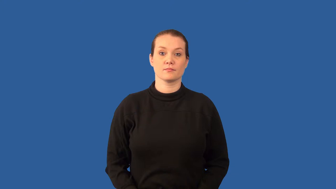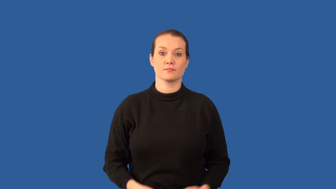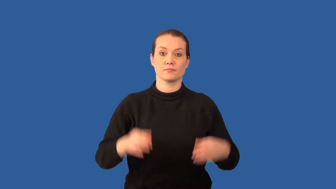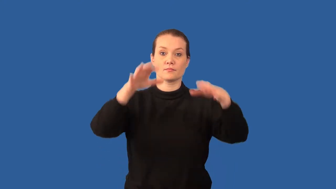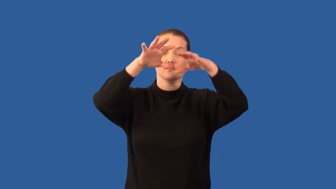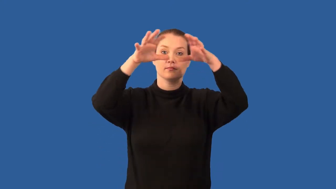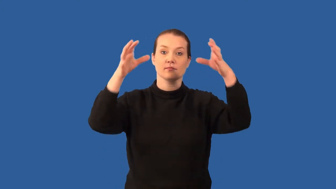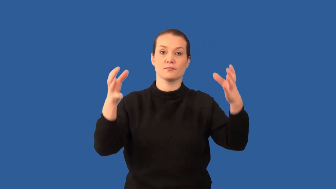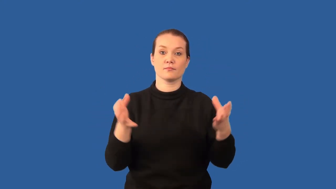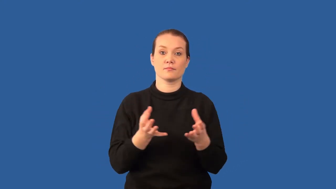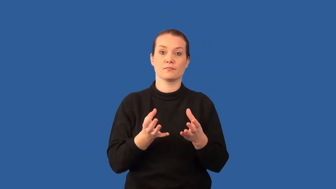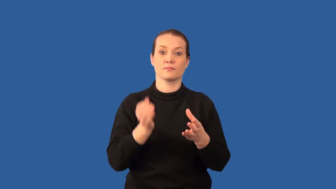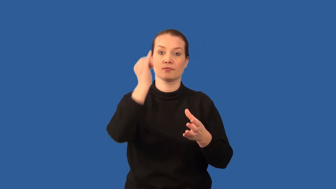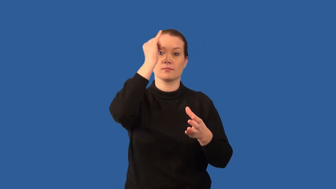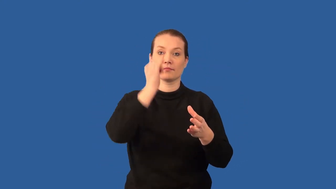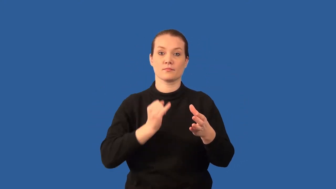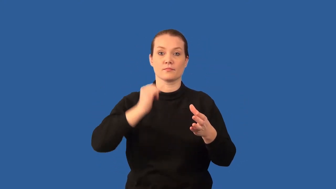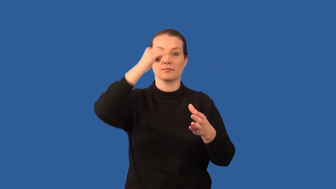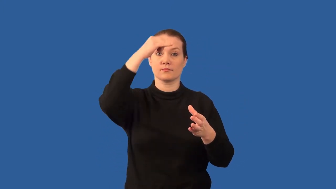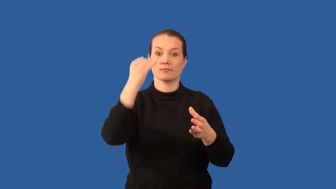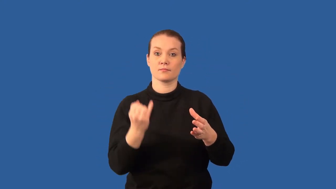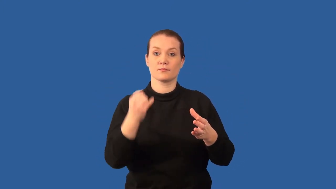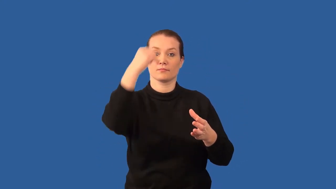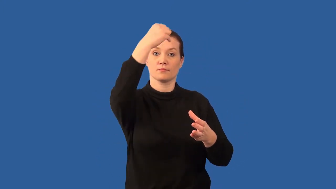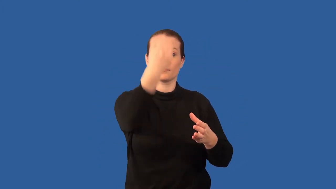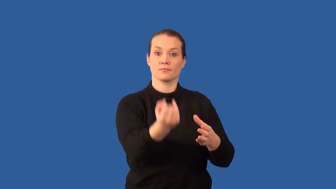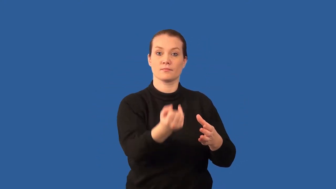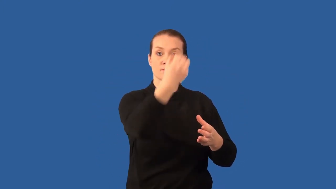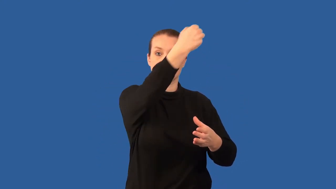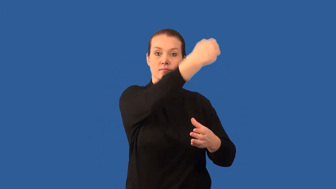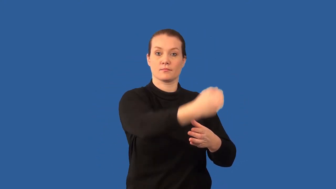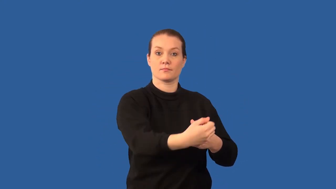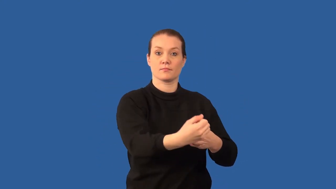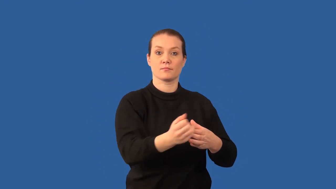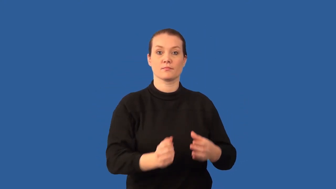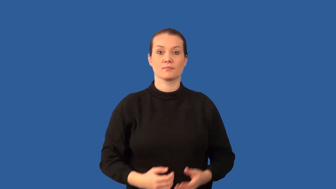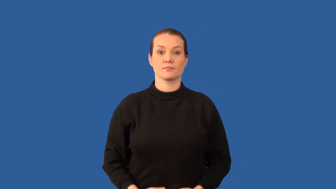meridian